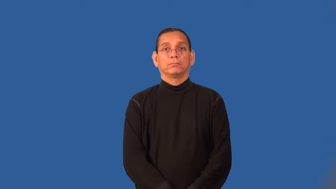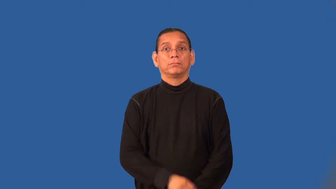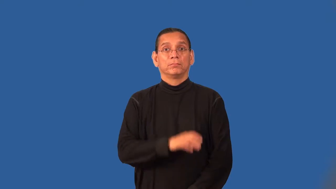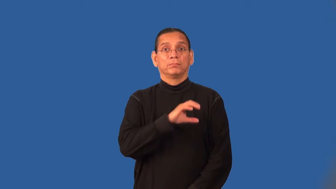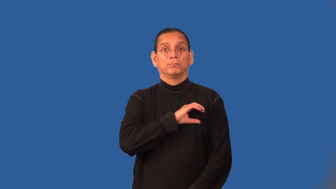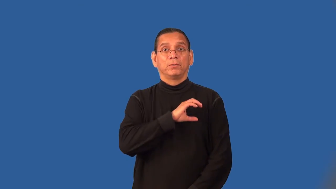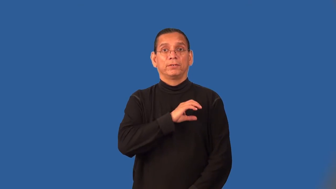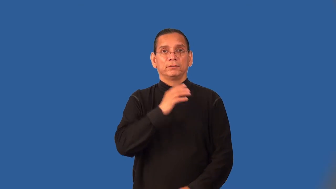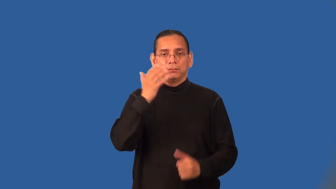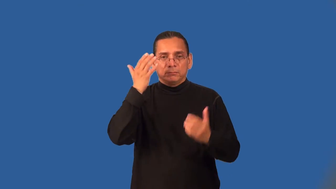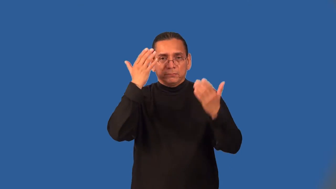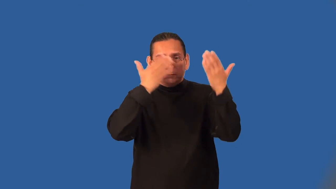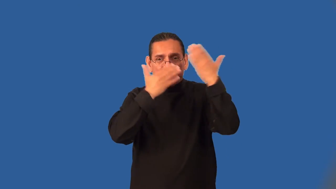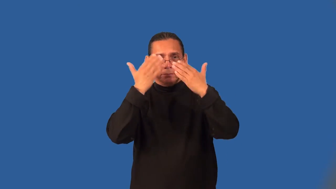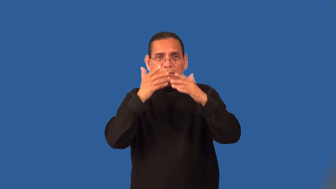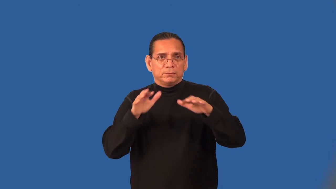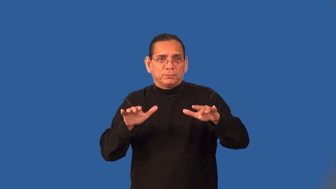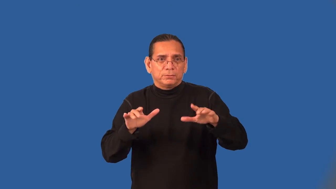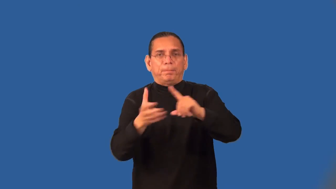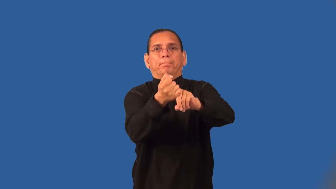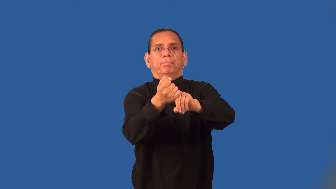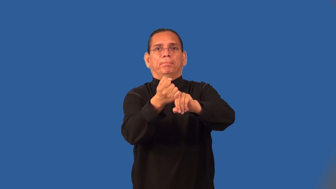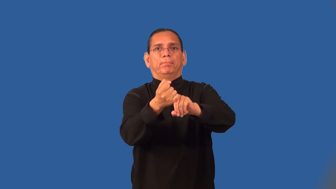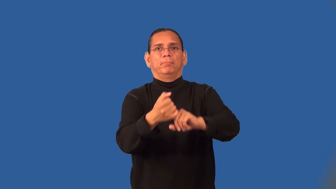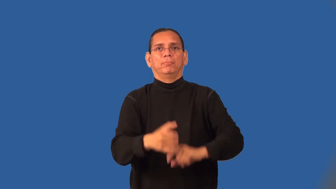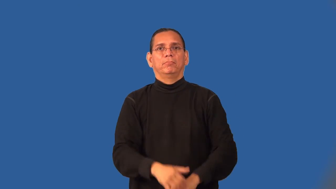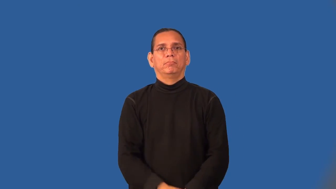sting-police